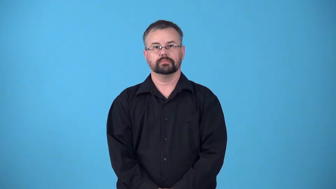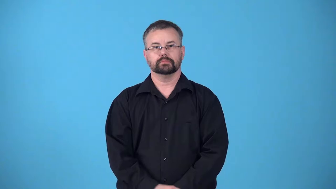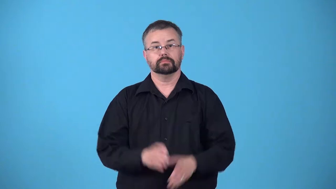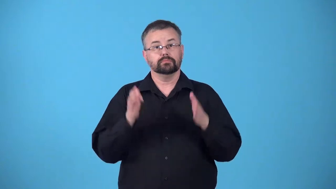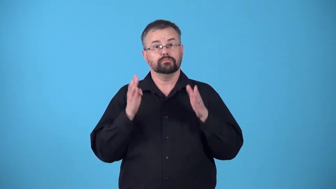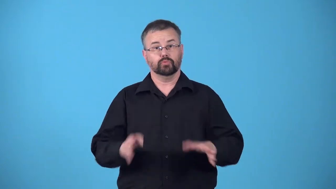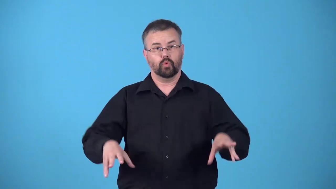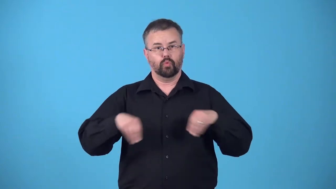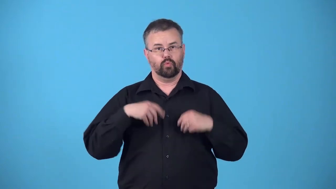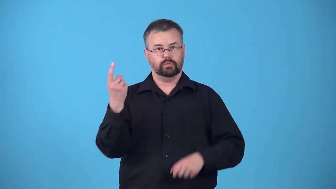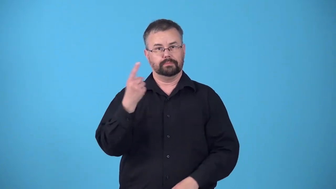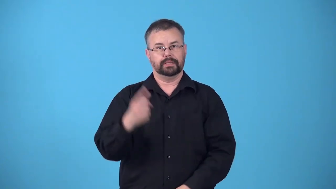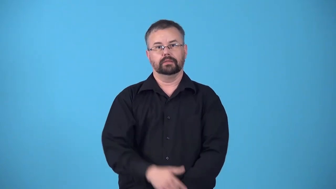possessor